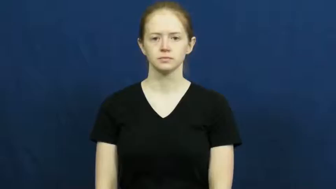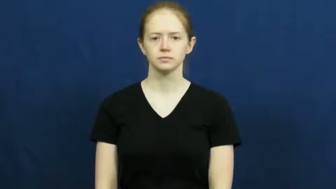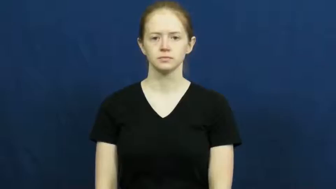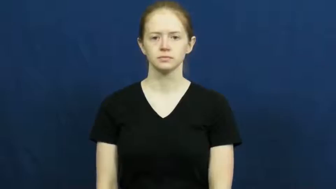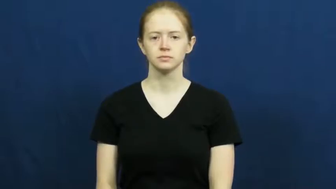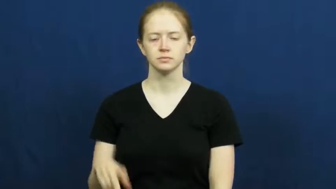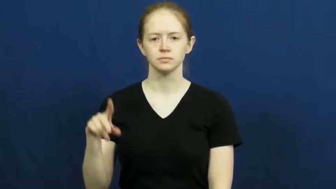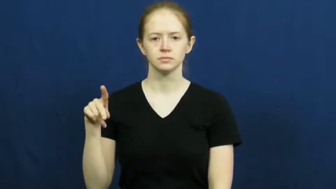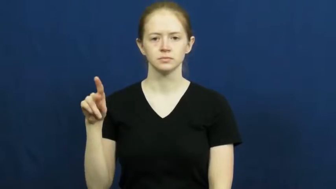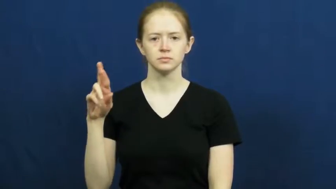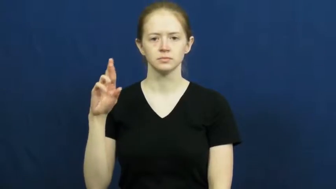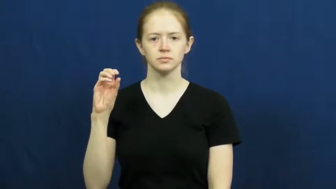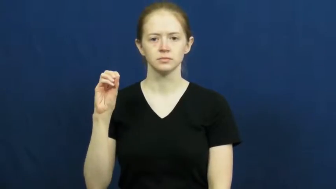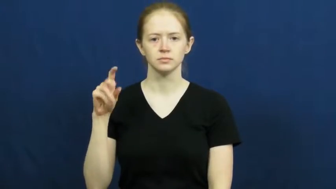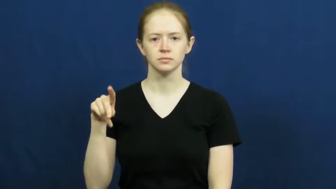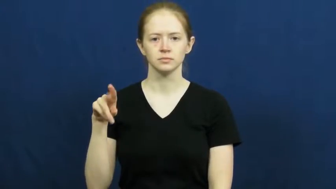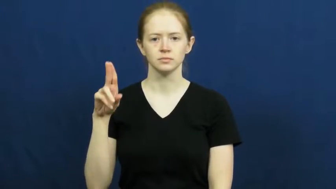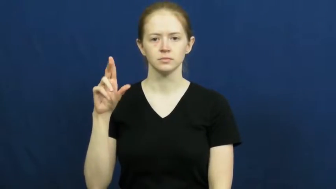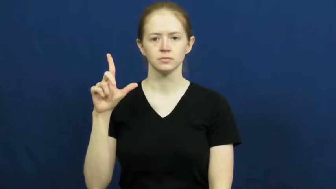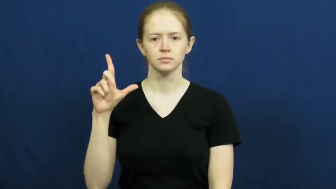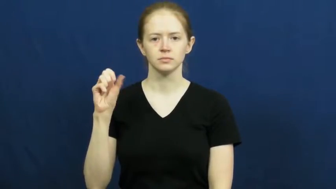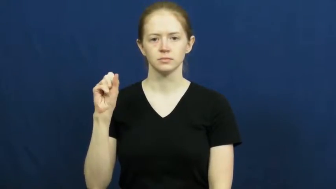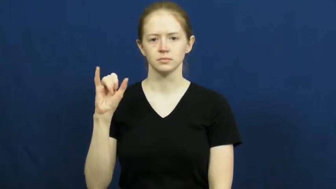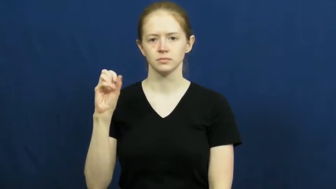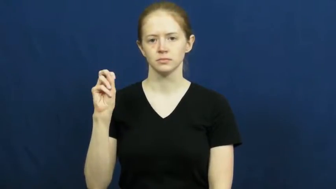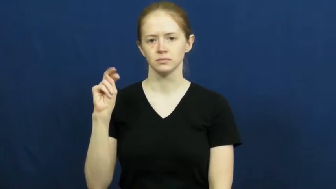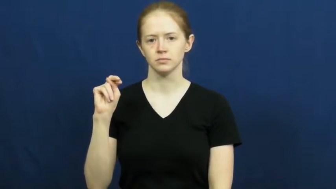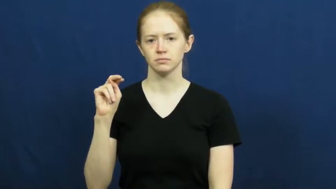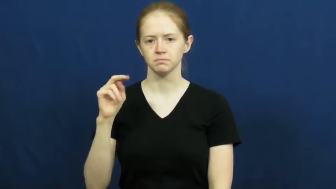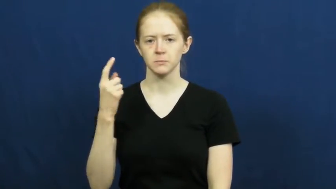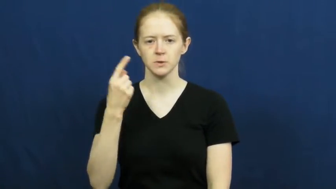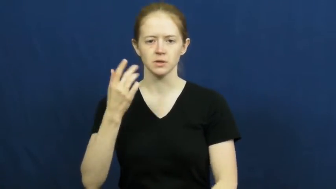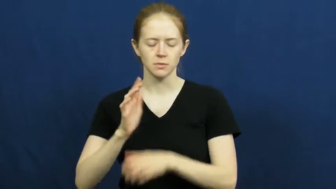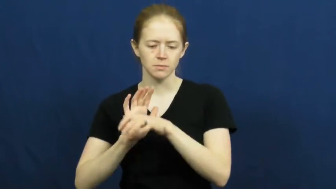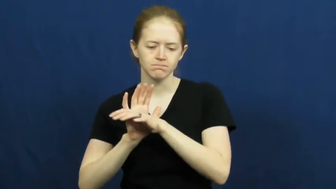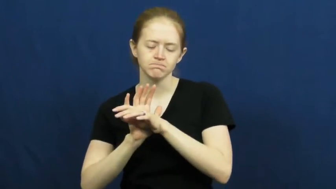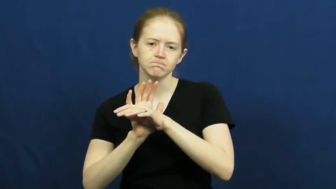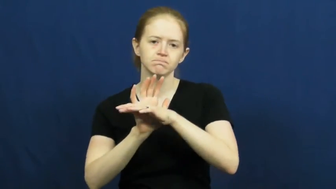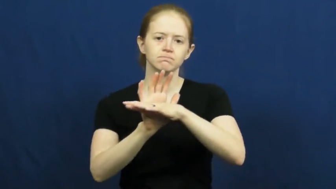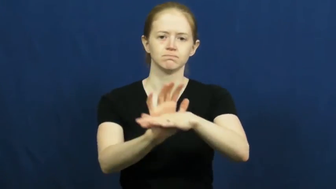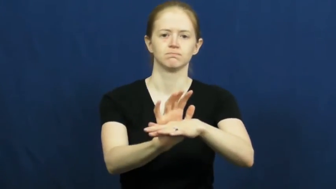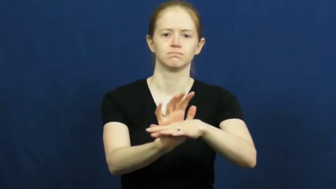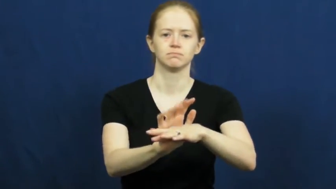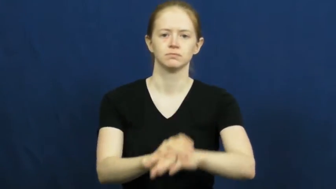propulsion